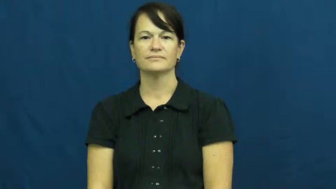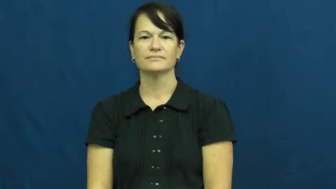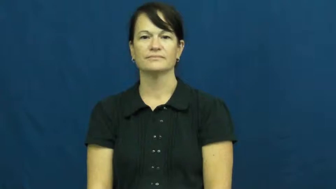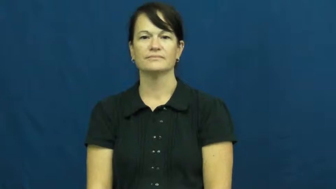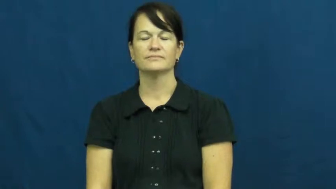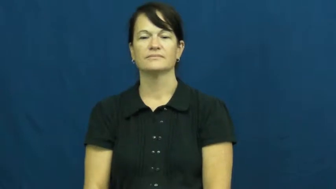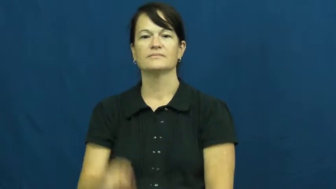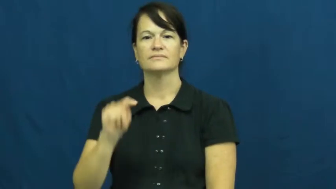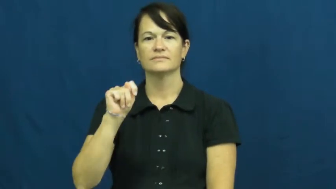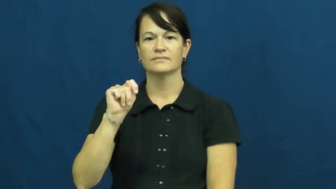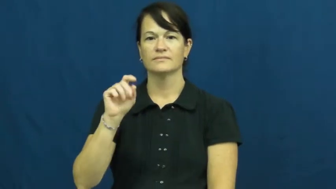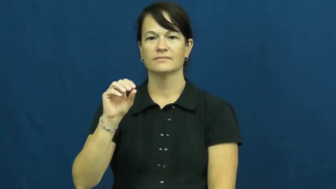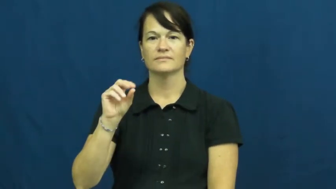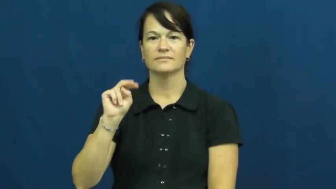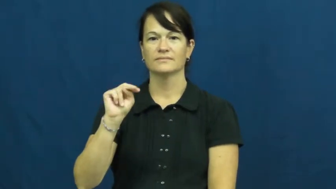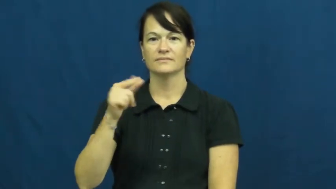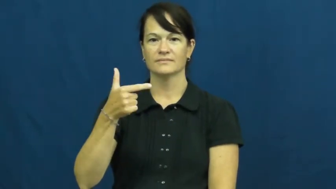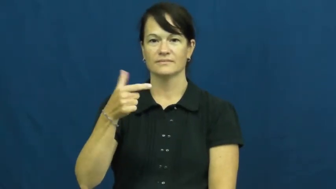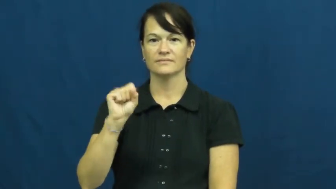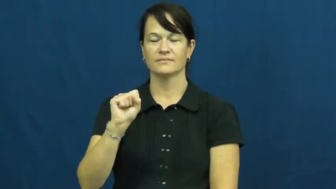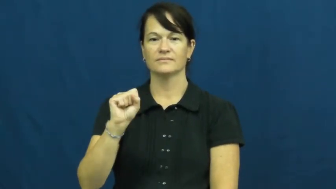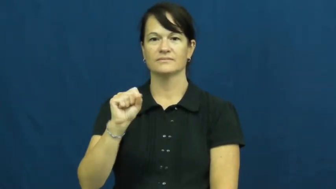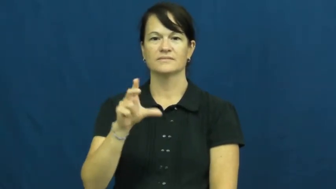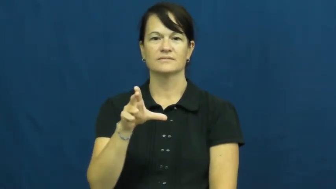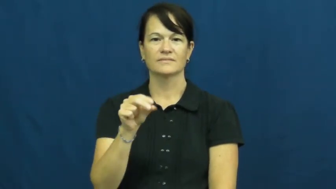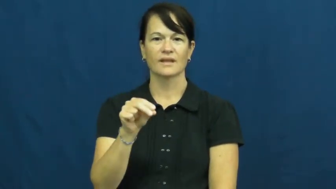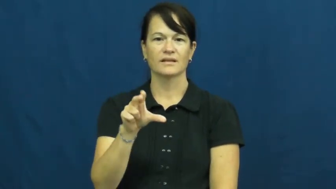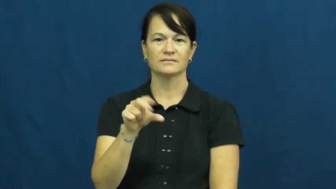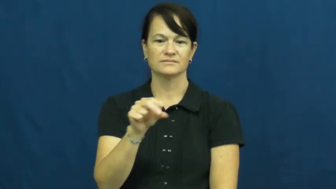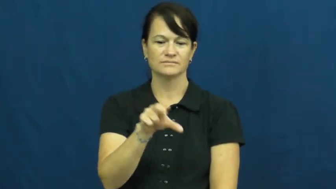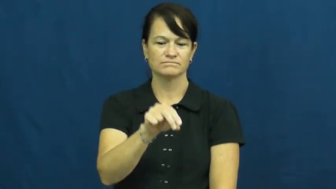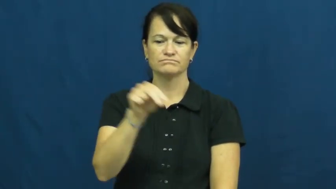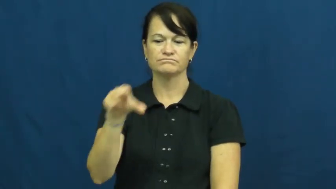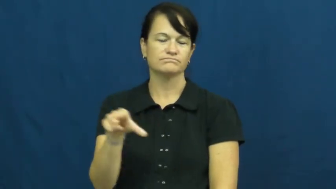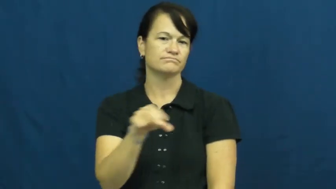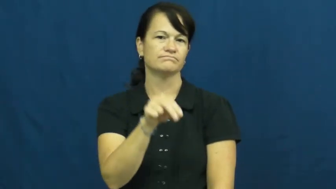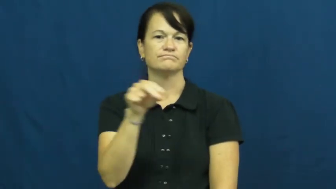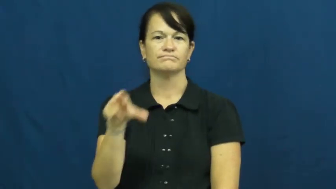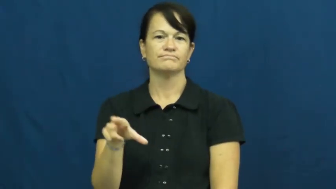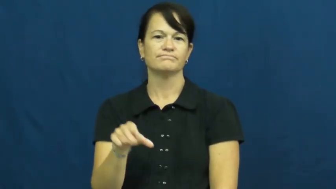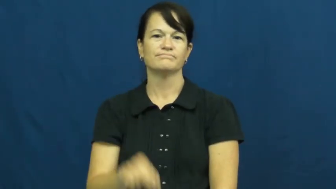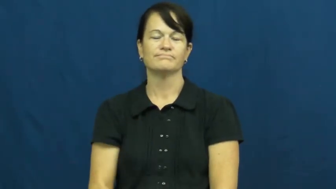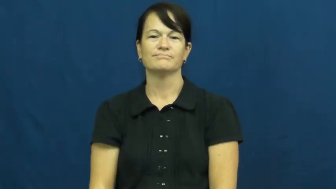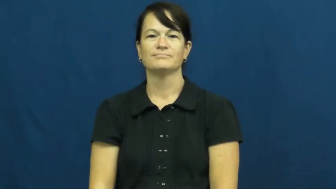tongs